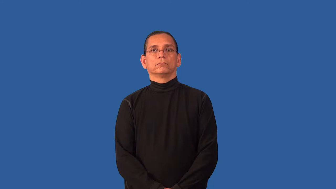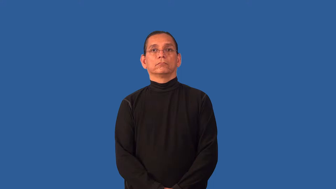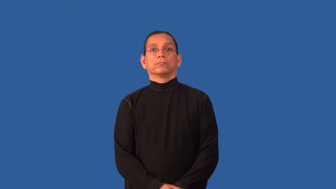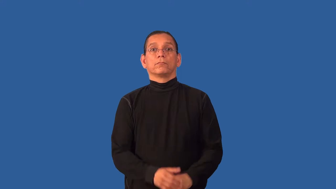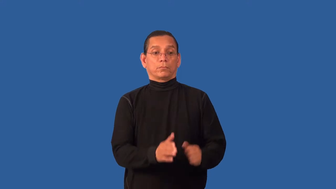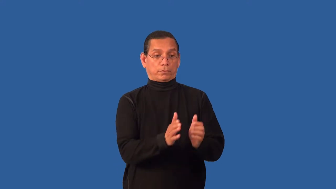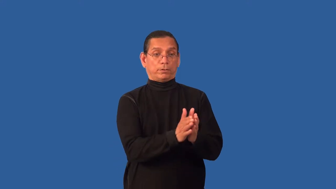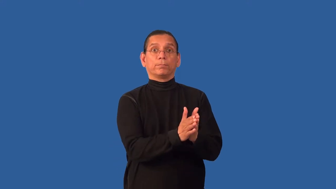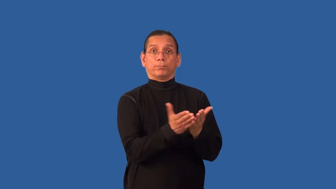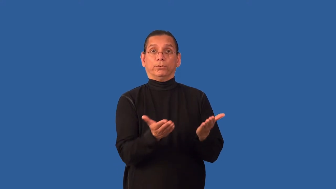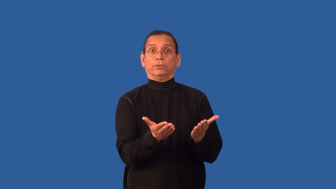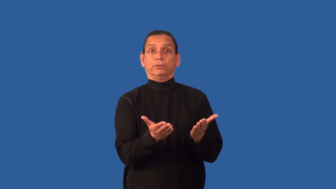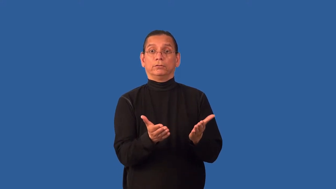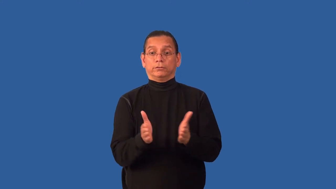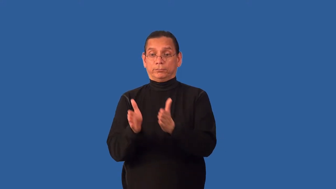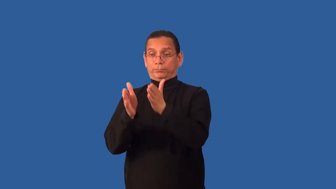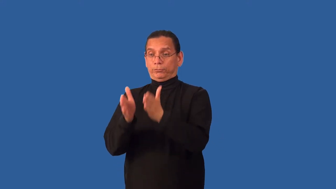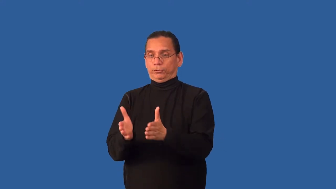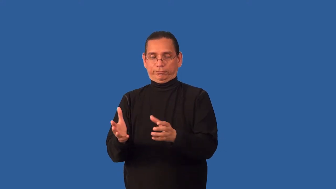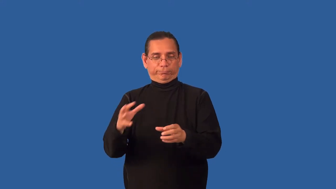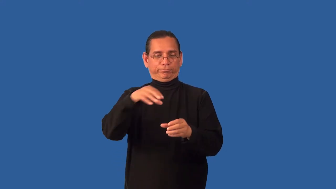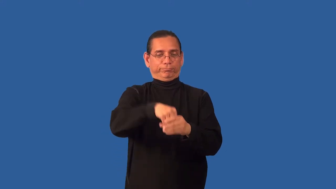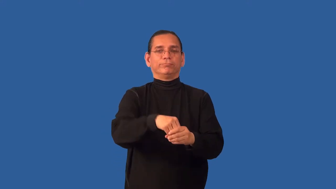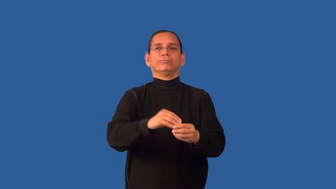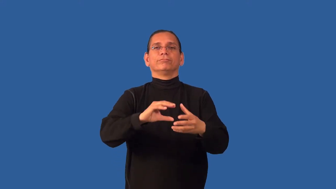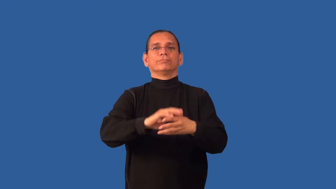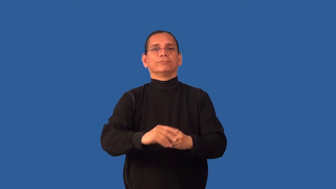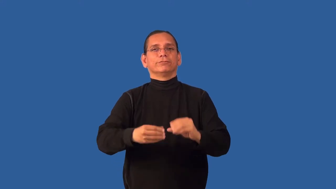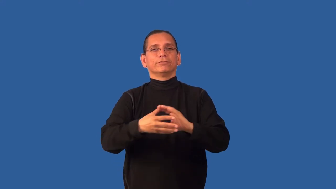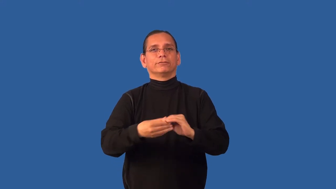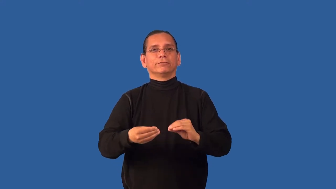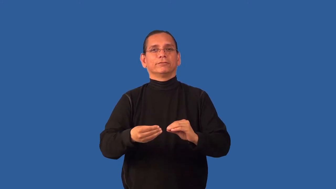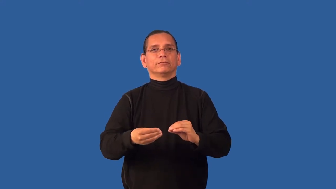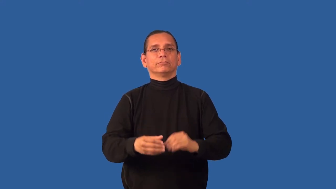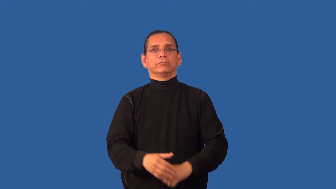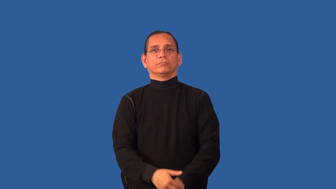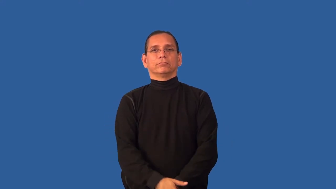character-book